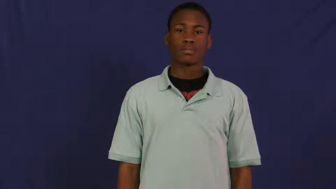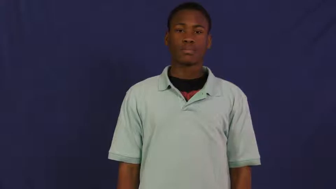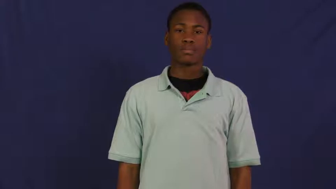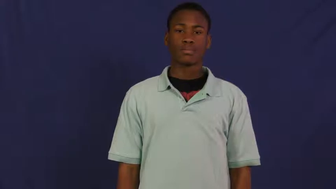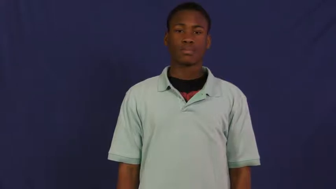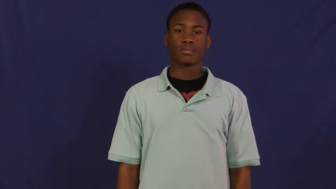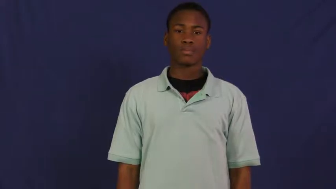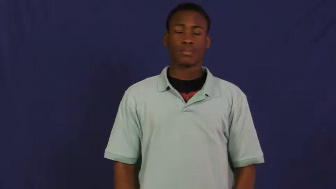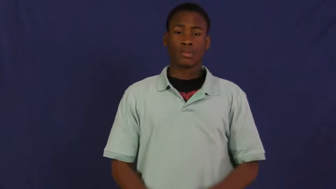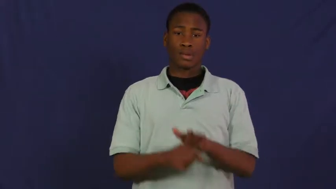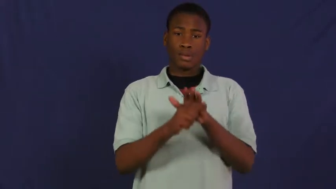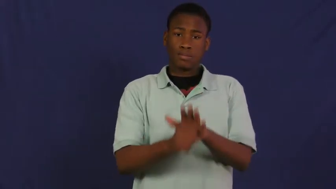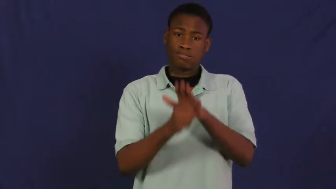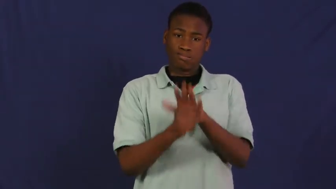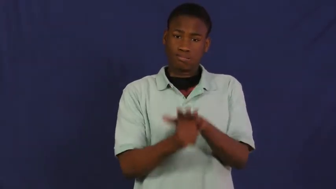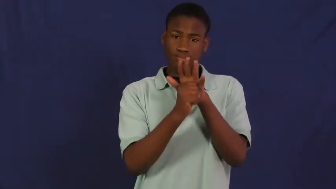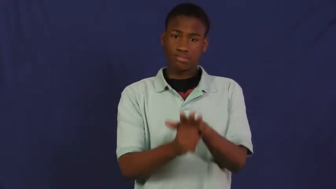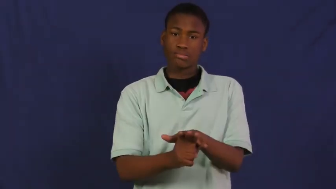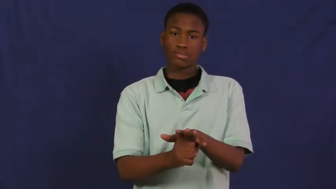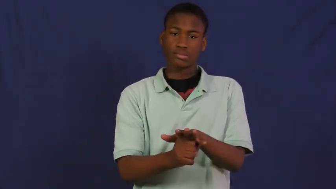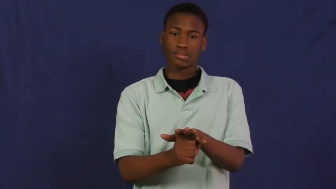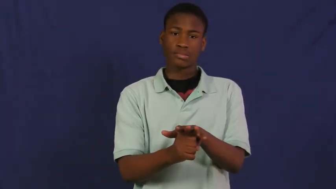pressure